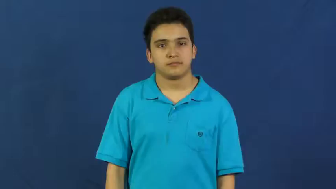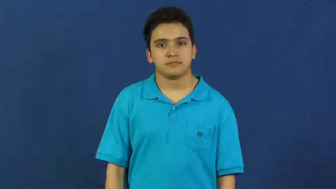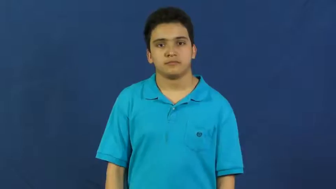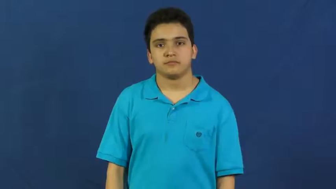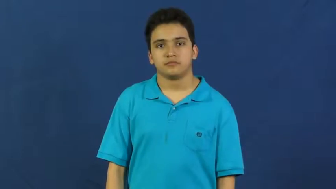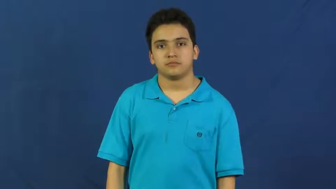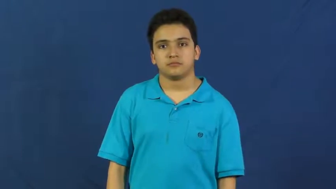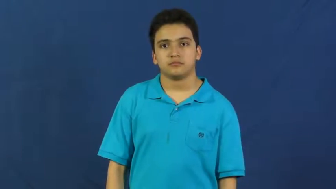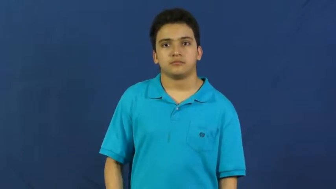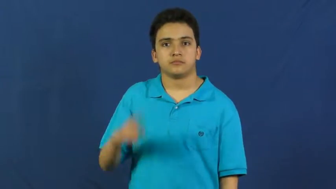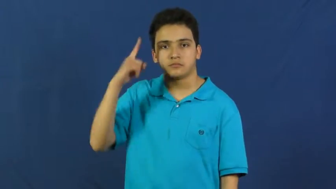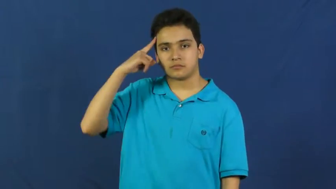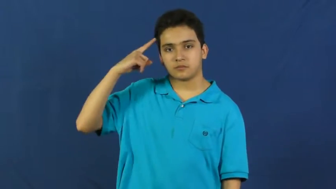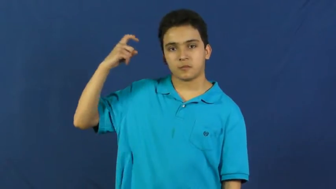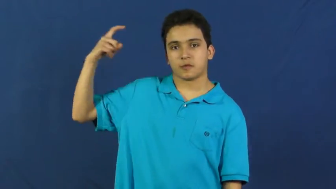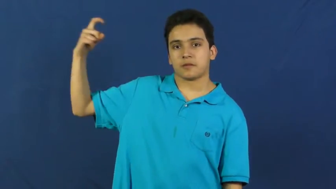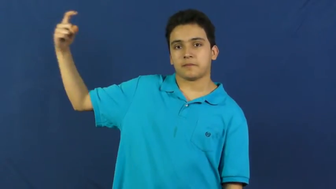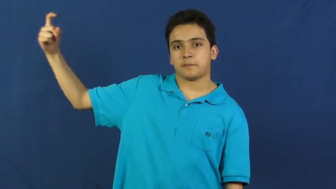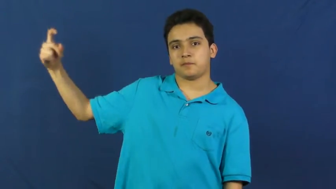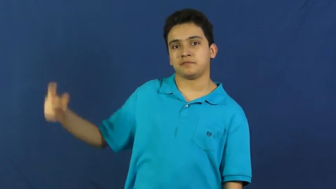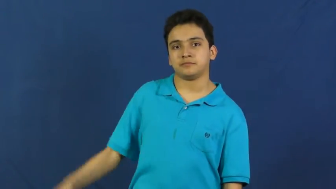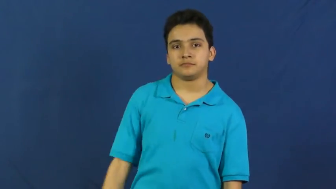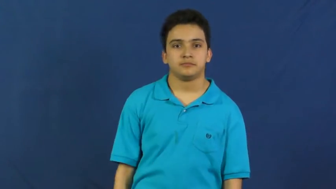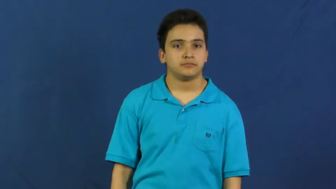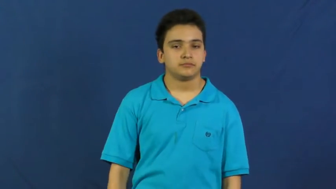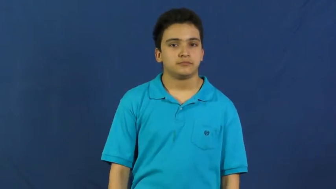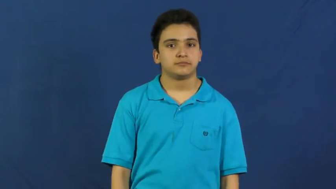dream